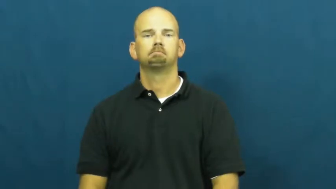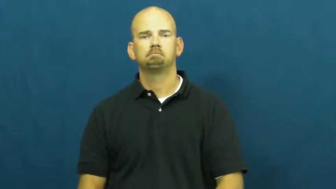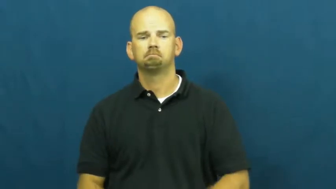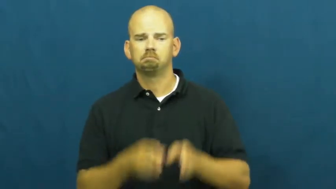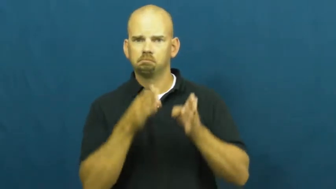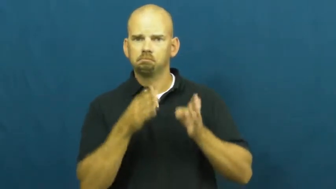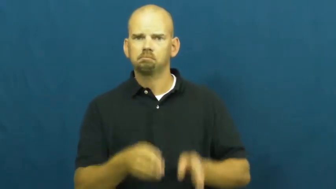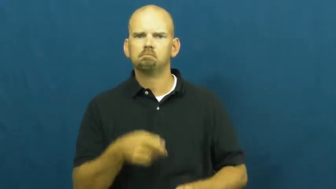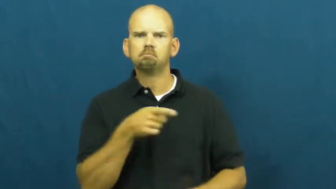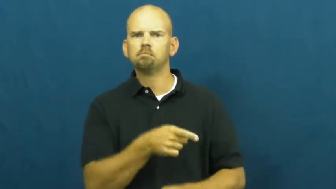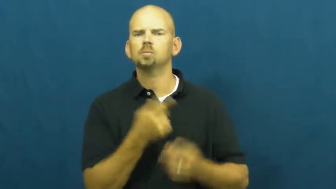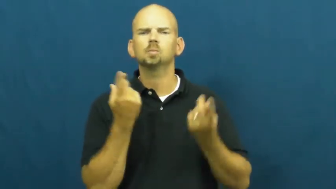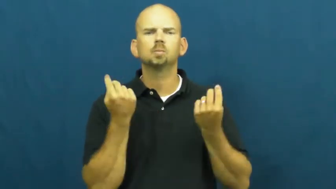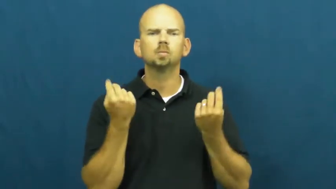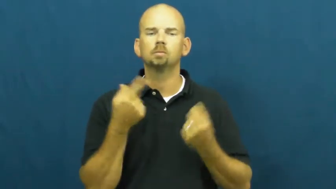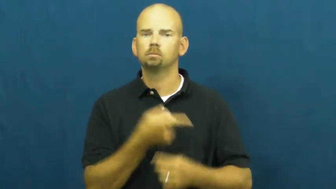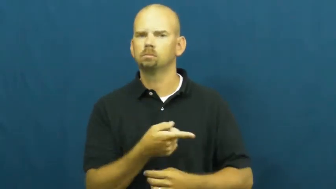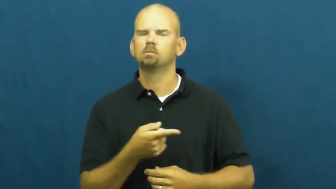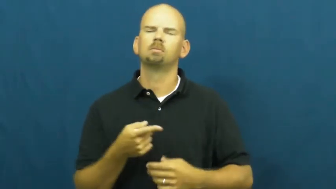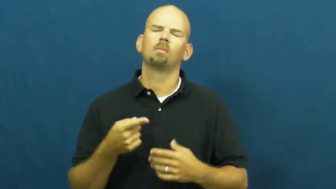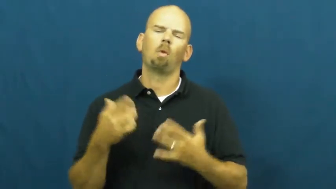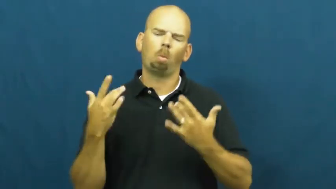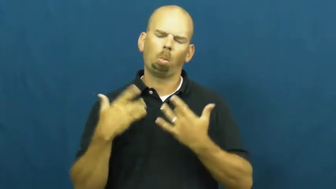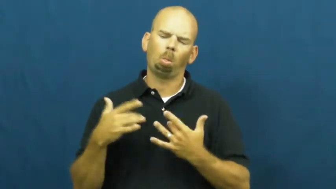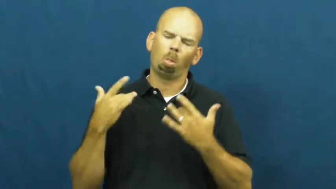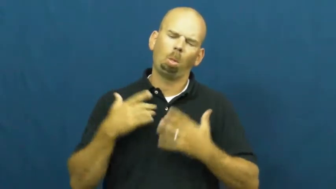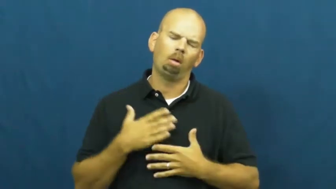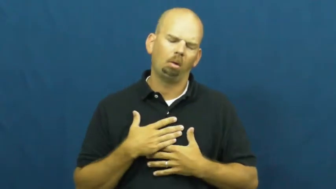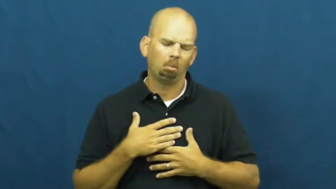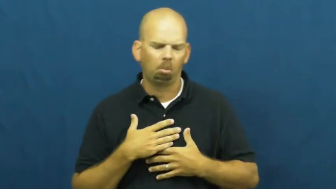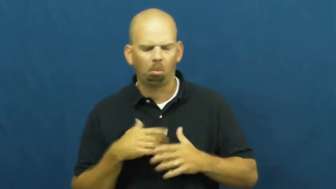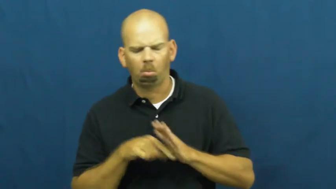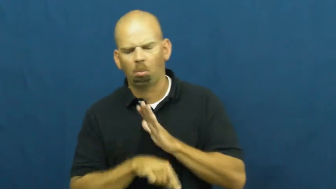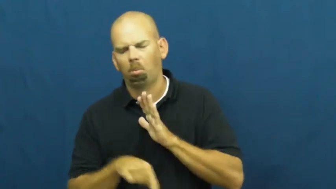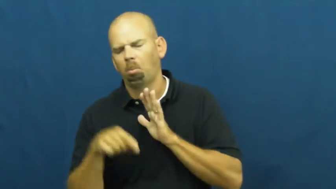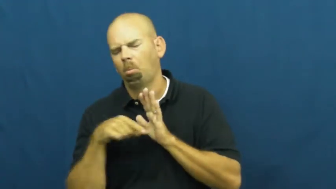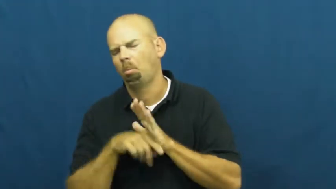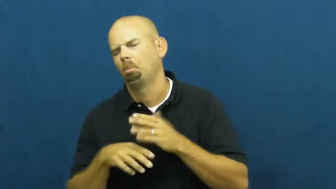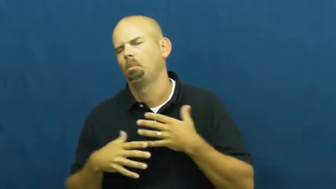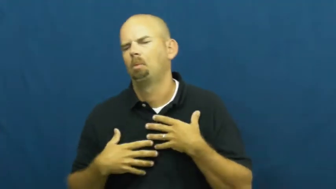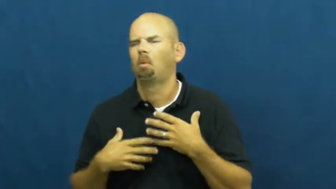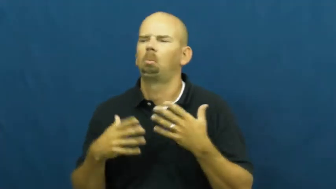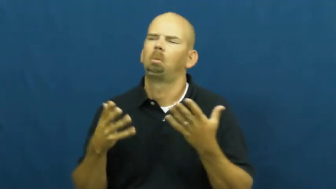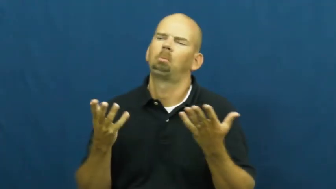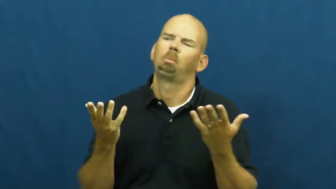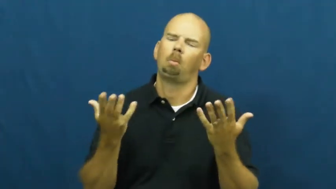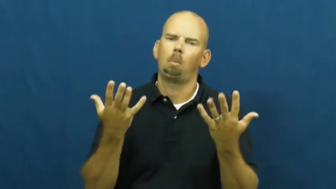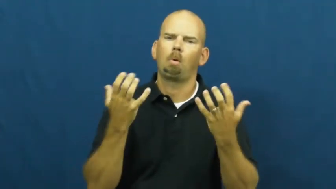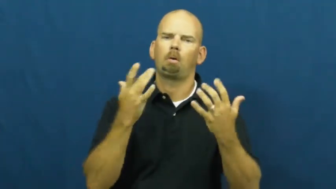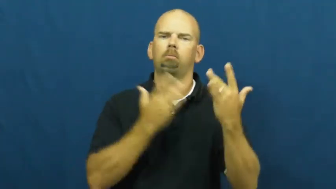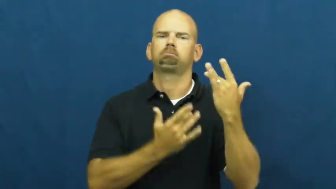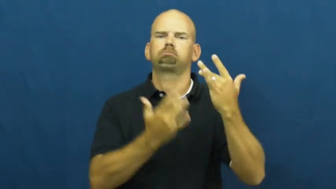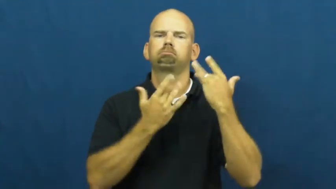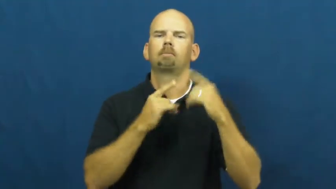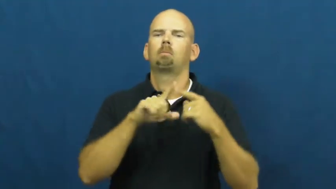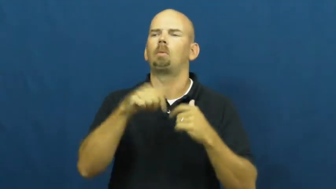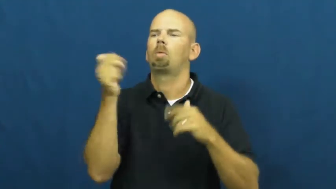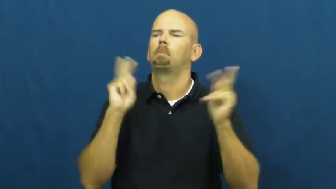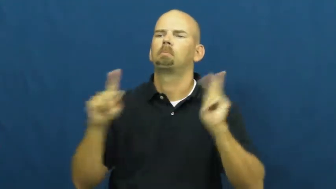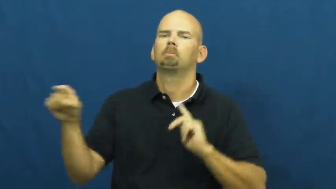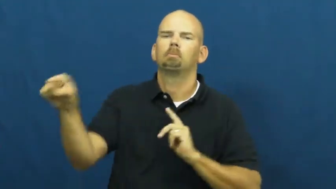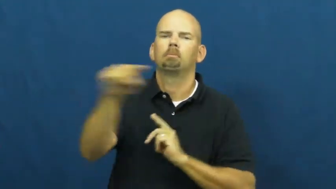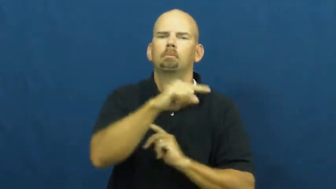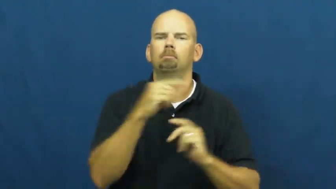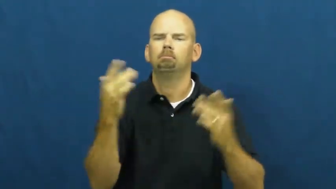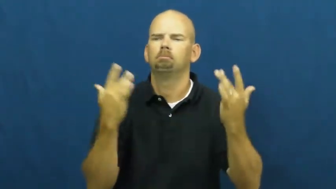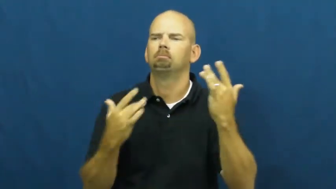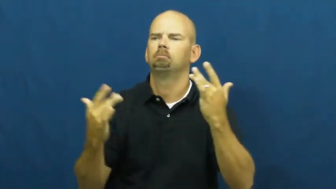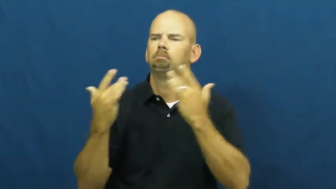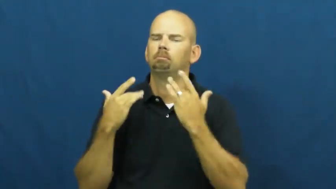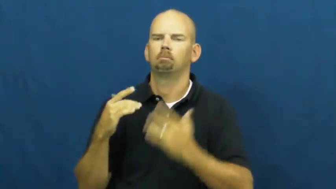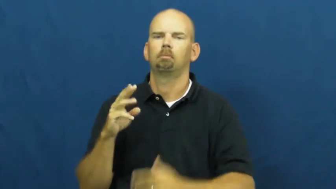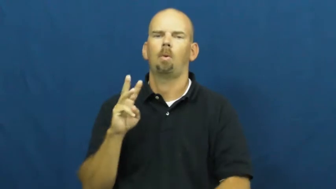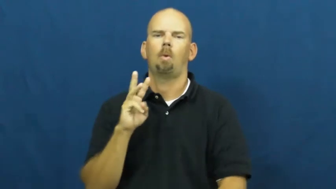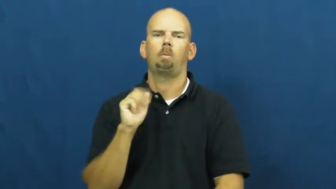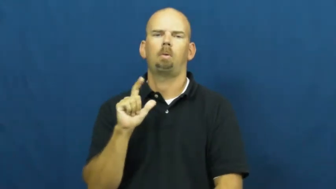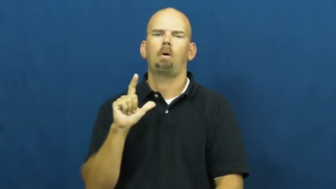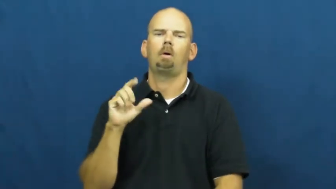wallow,wallow in